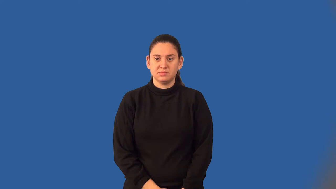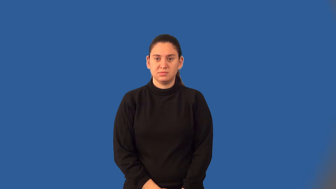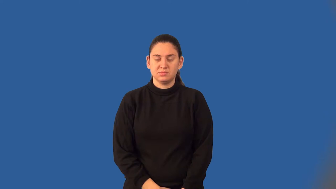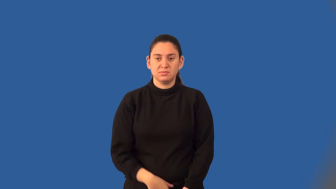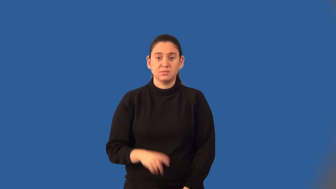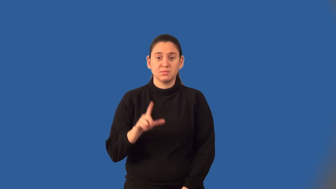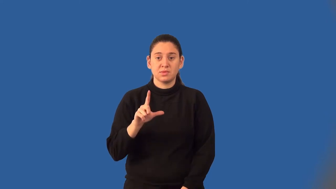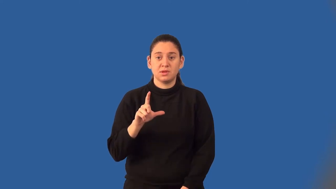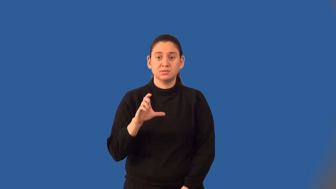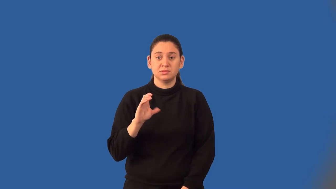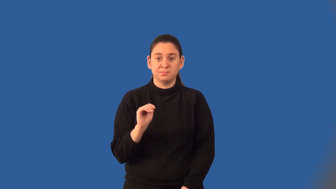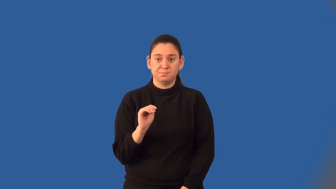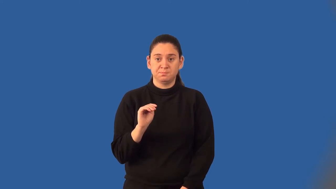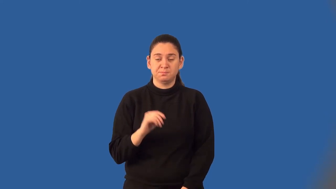least common multiple